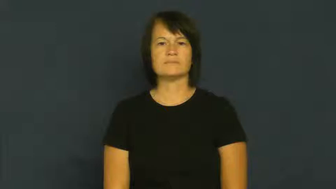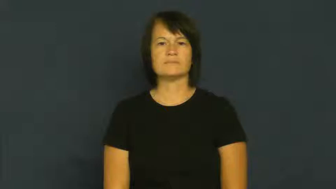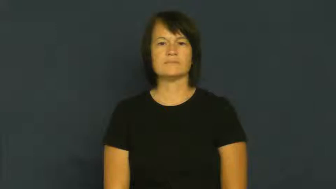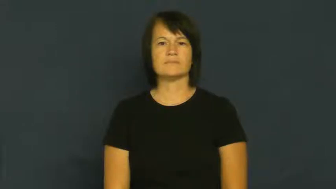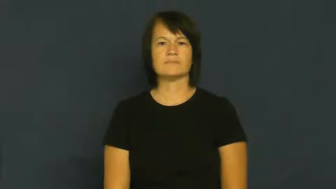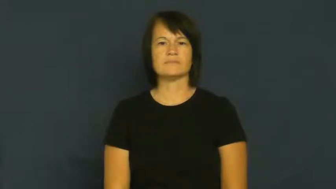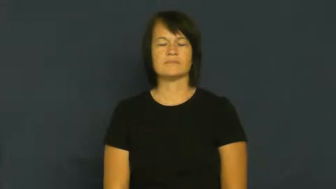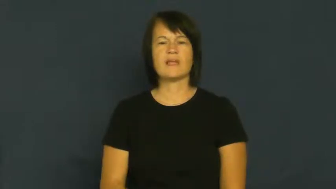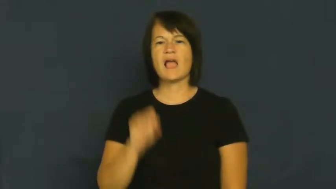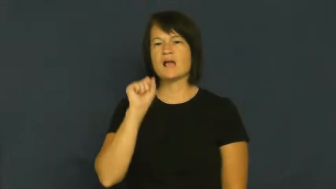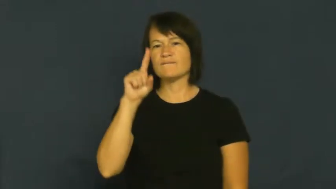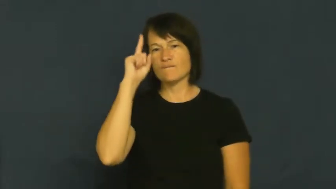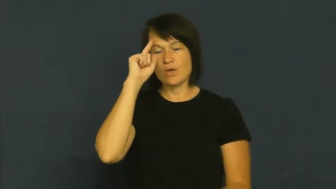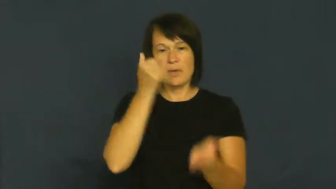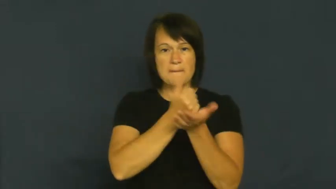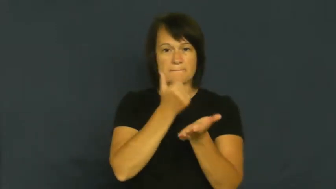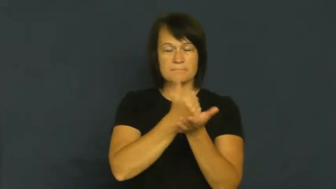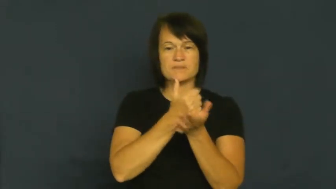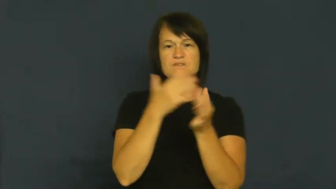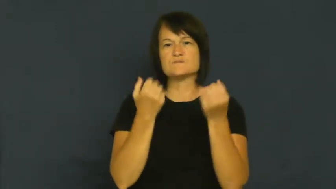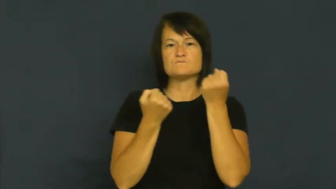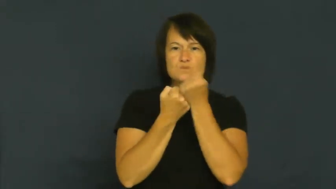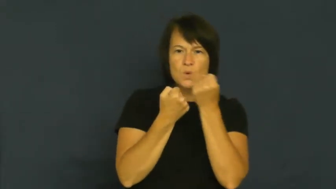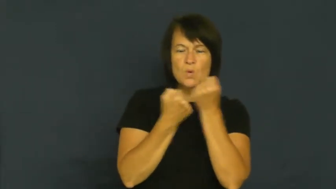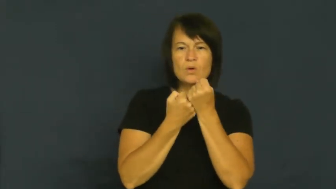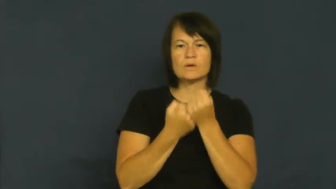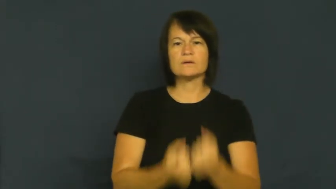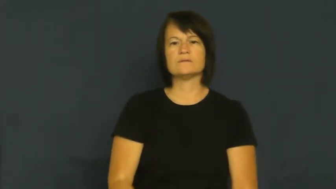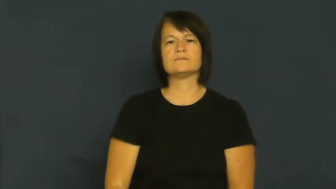enlist-ask for help